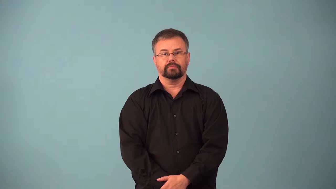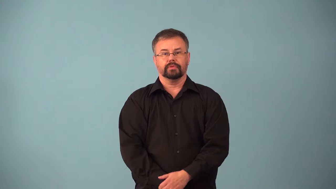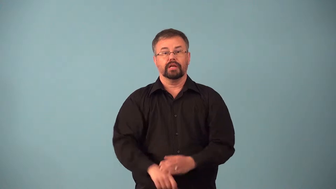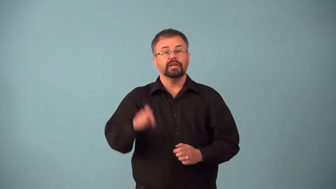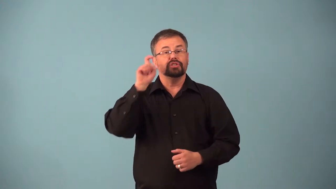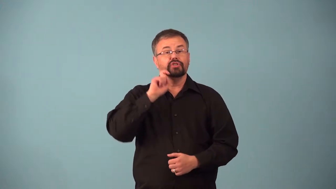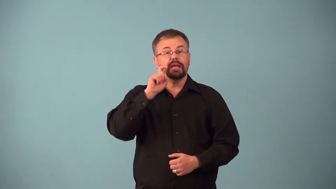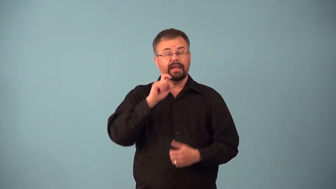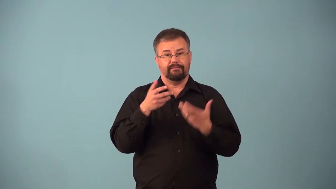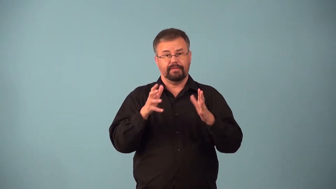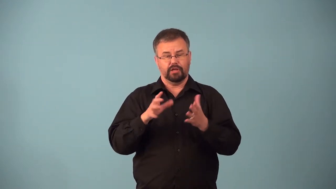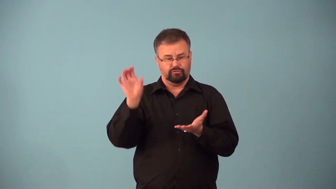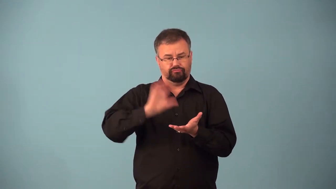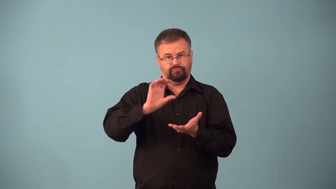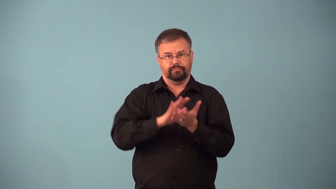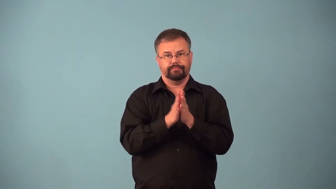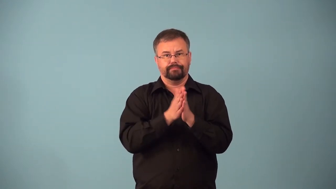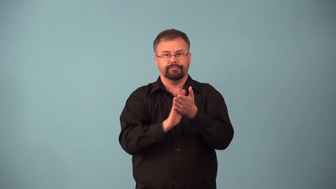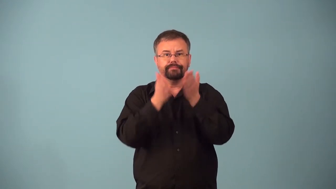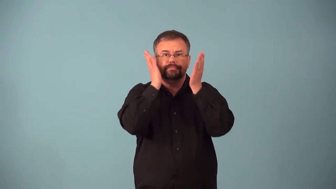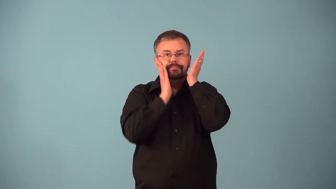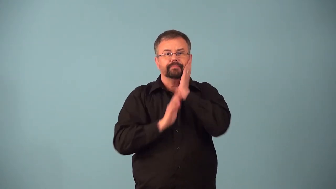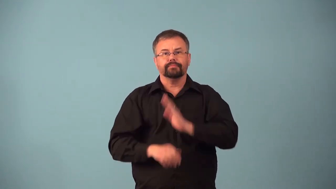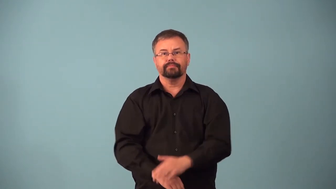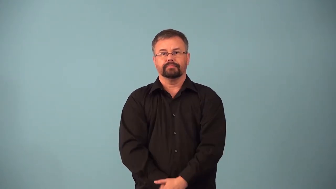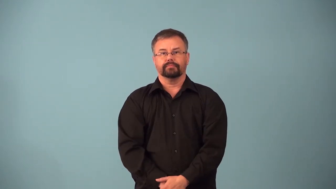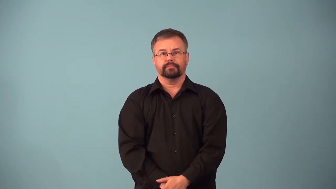aftershave